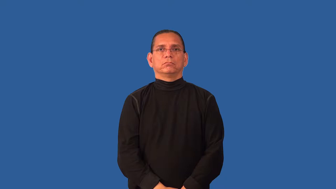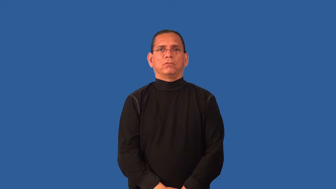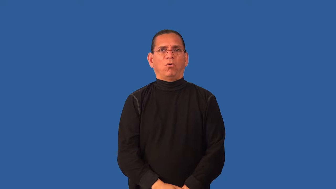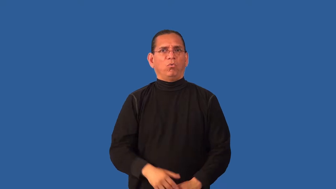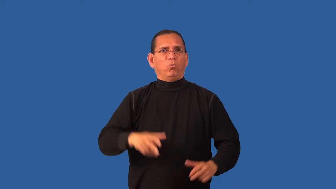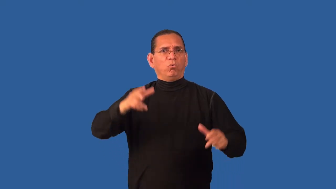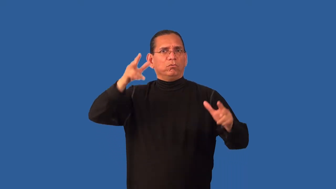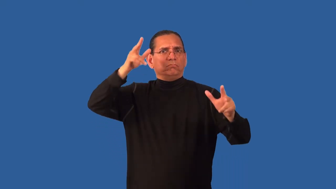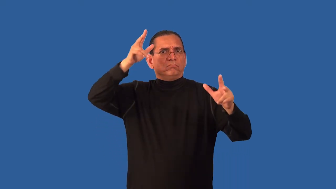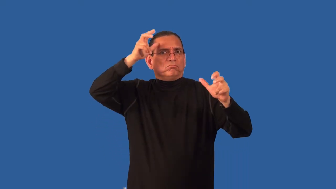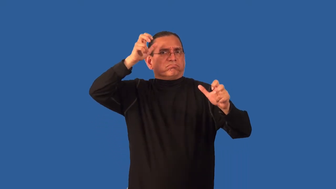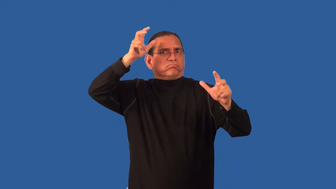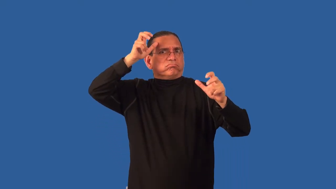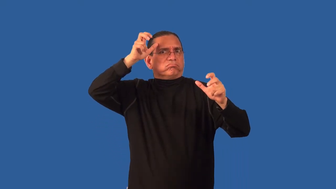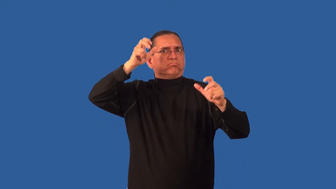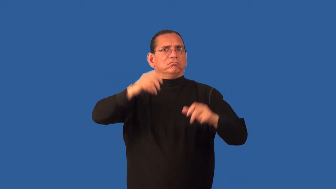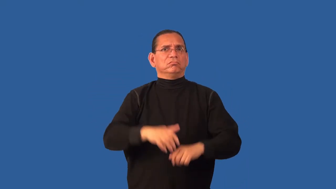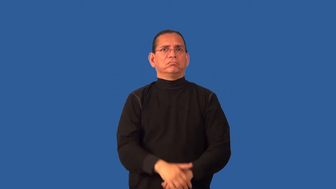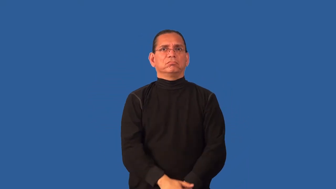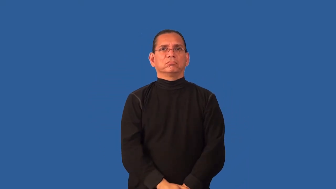depraved